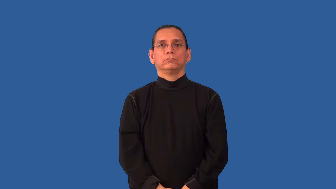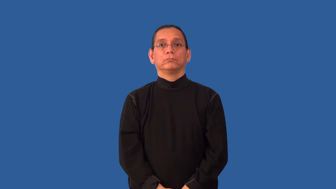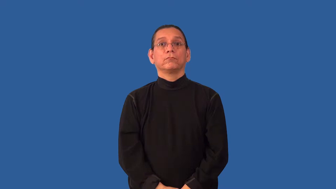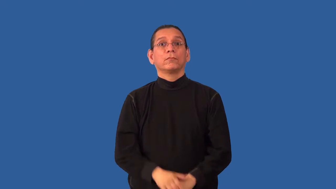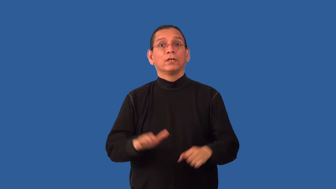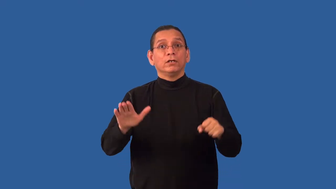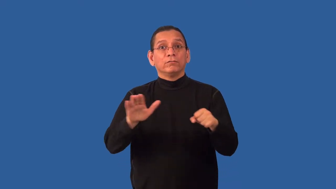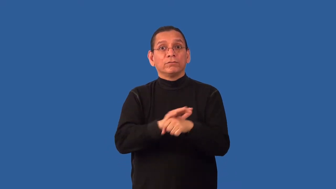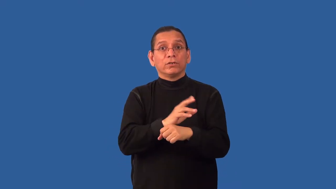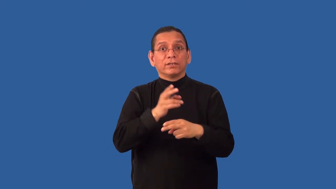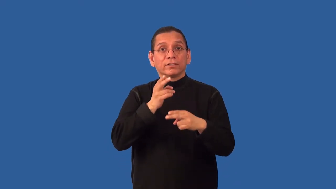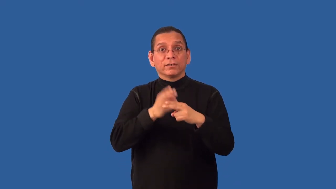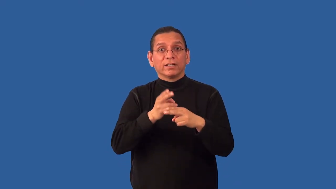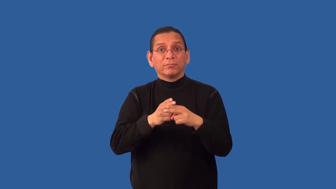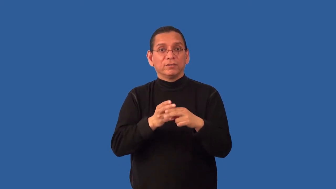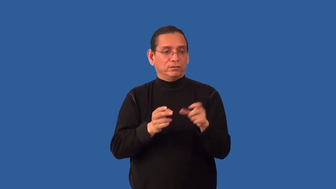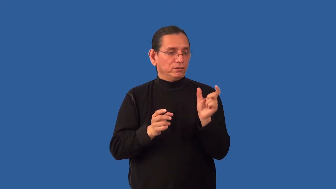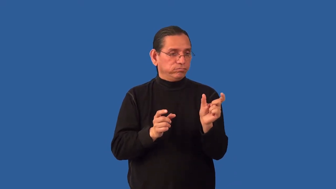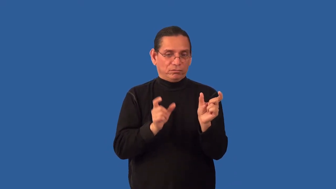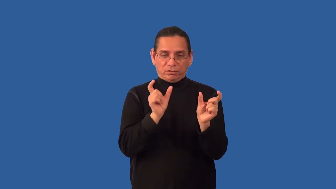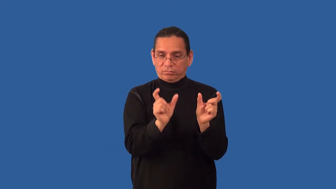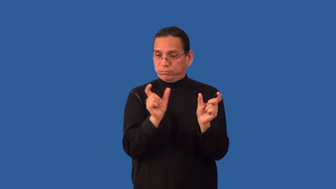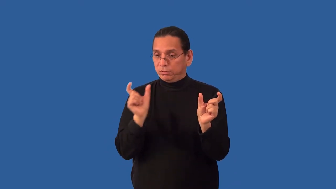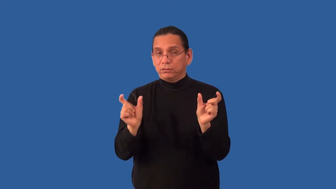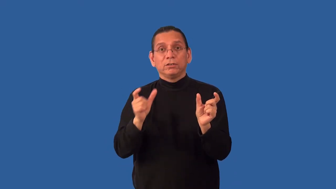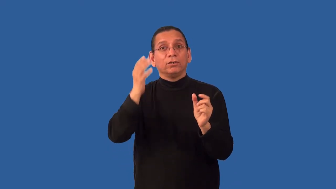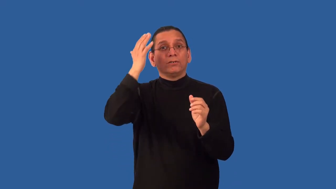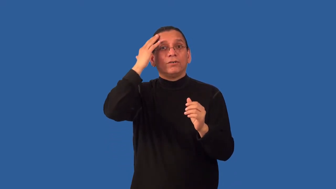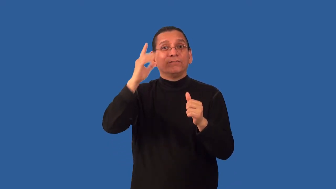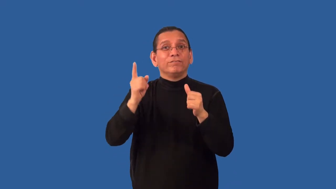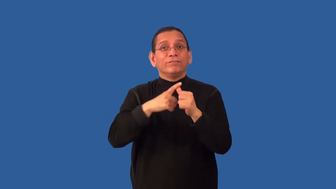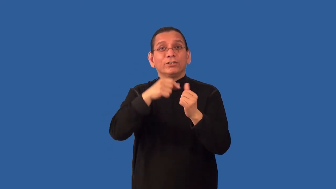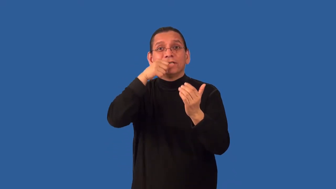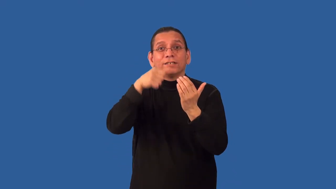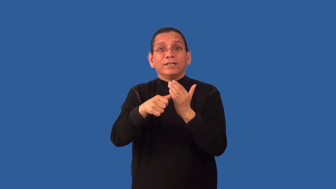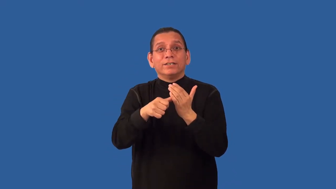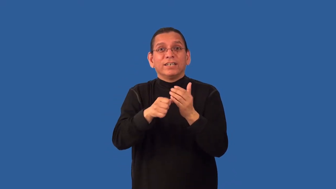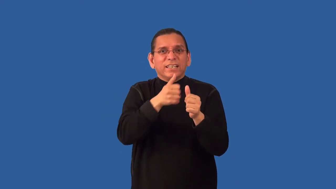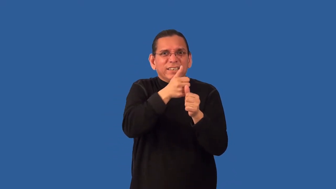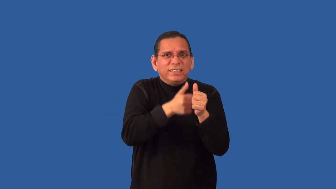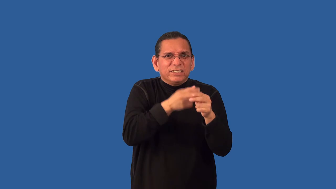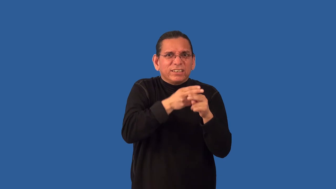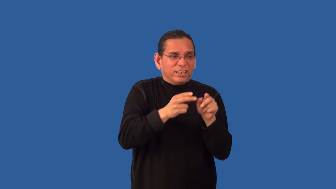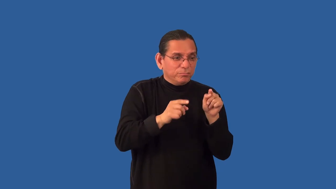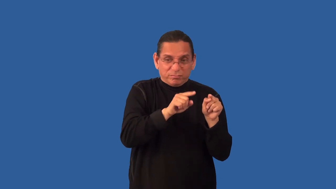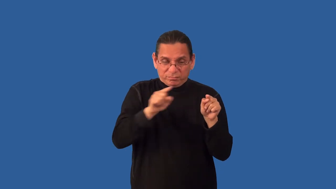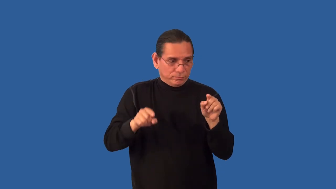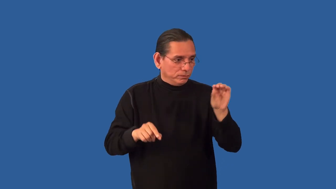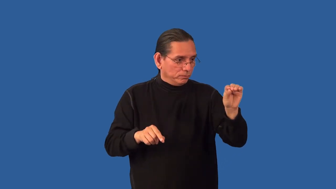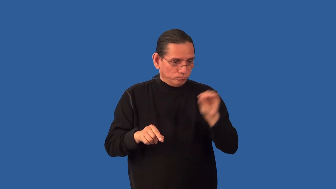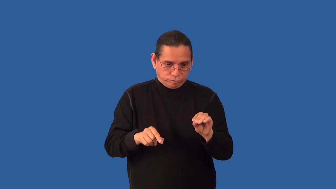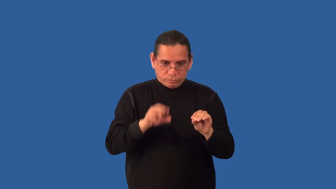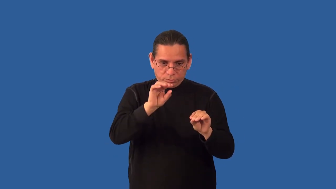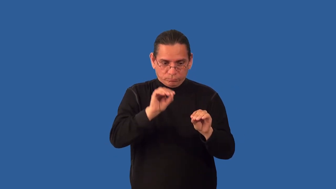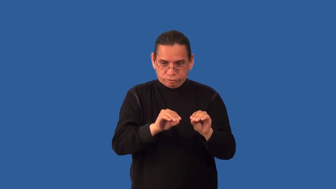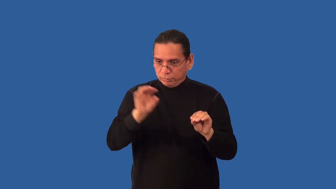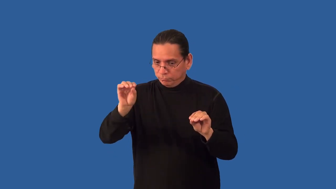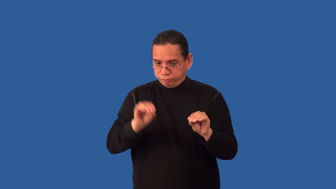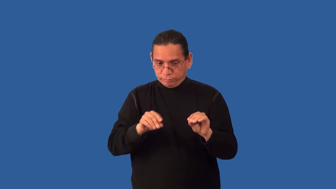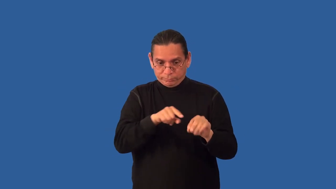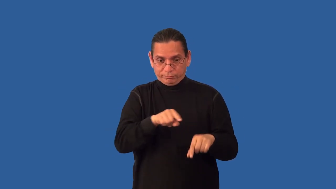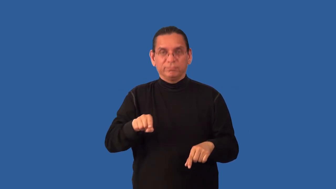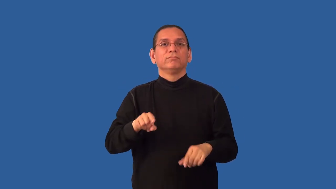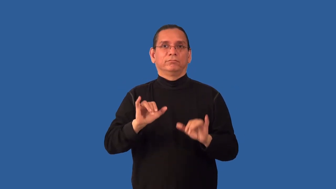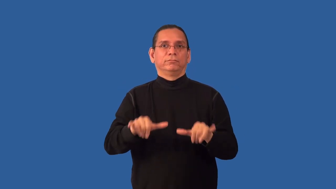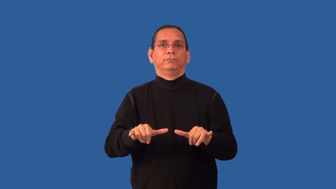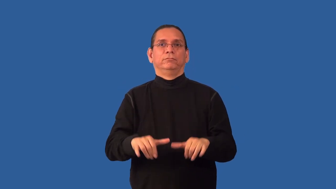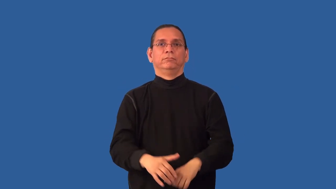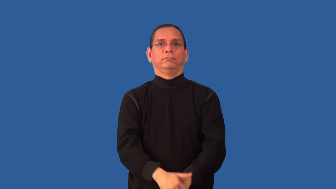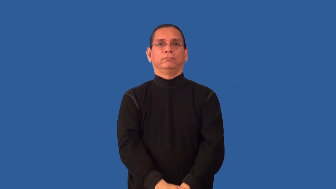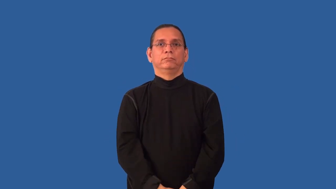monogram